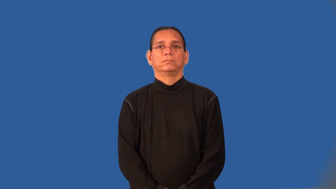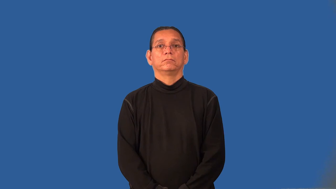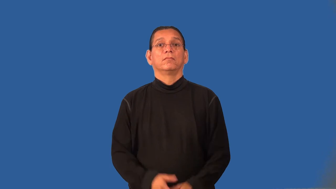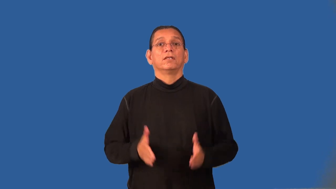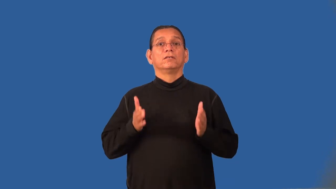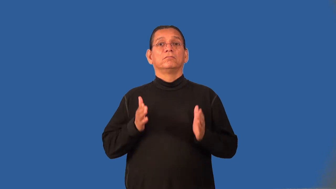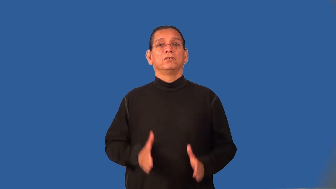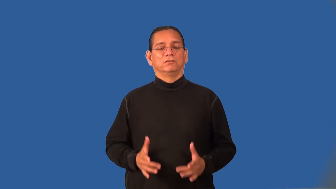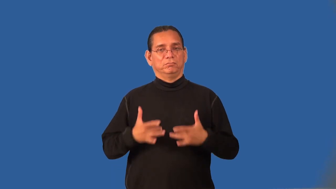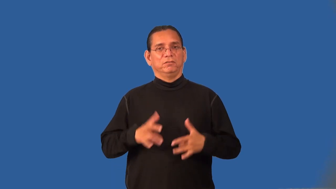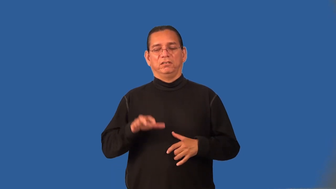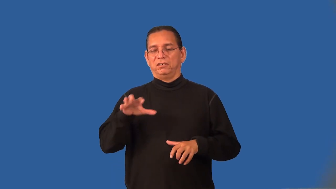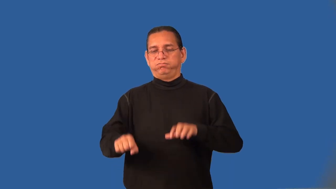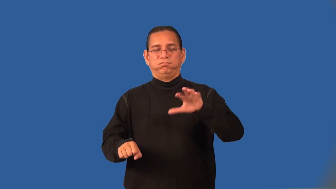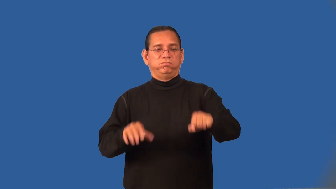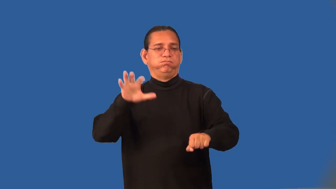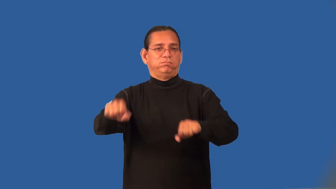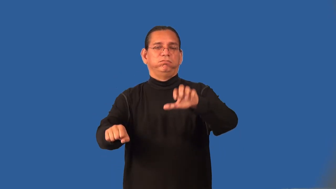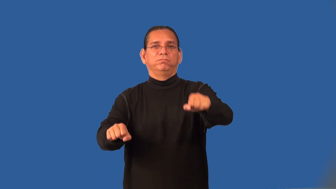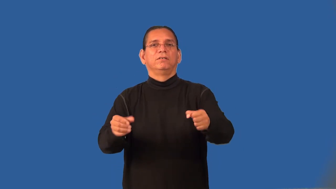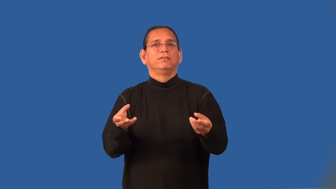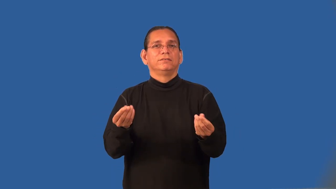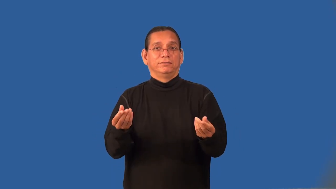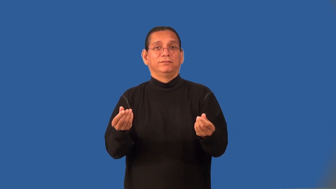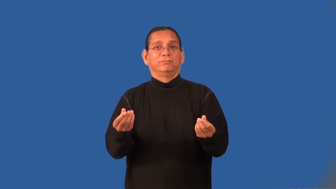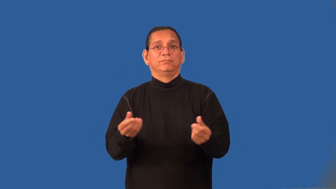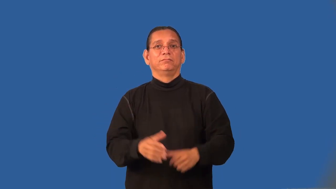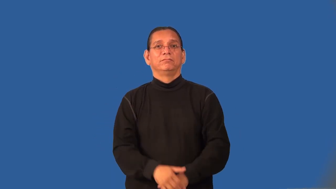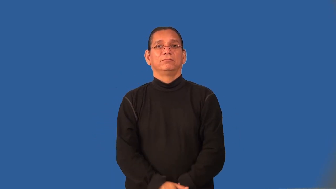imperialist